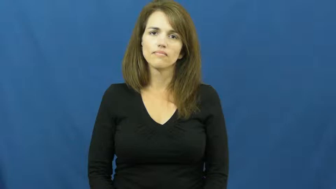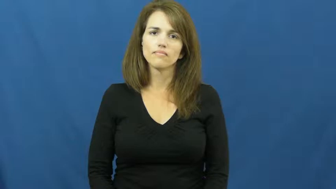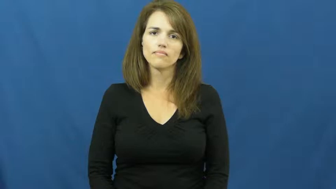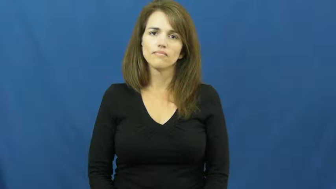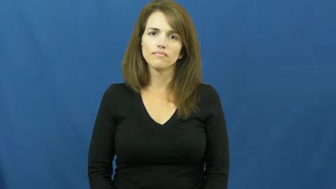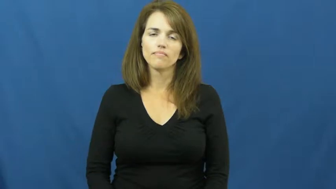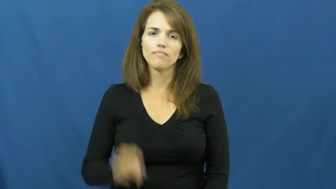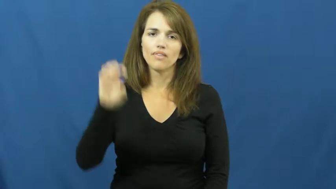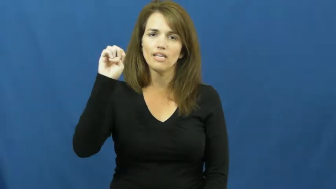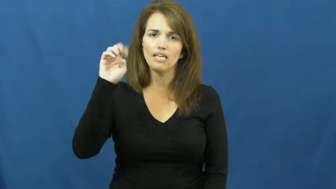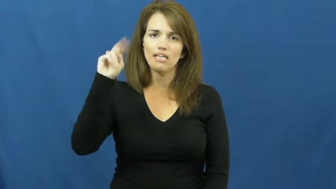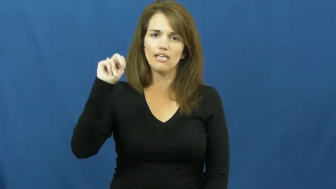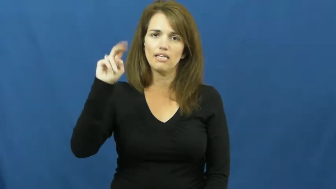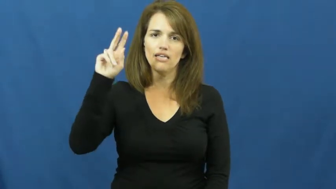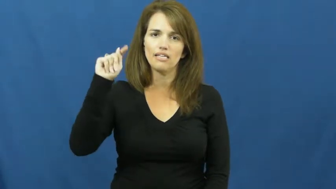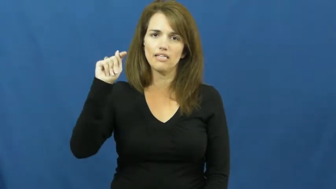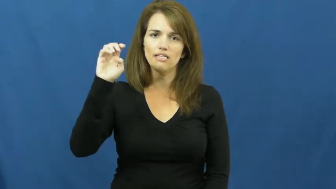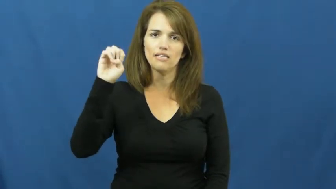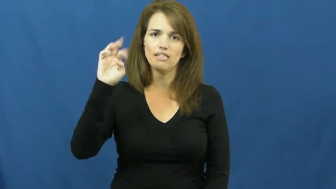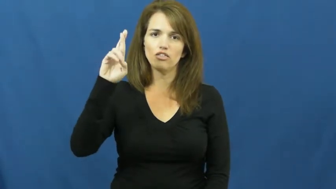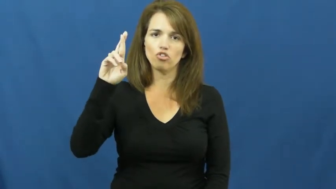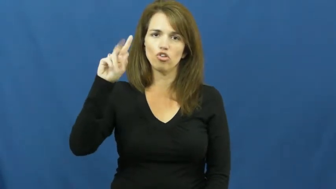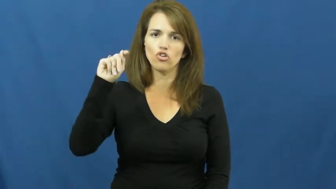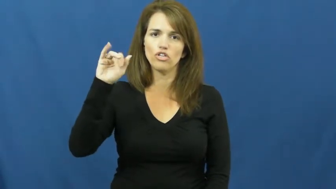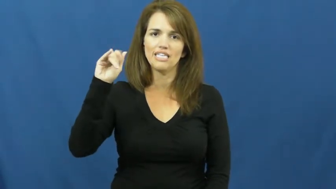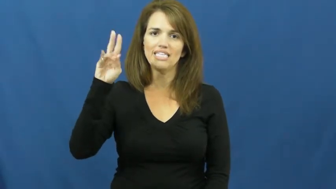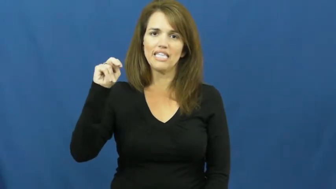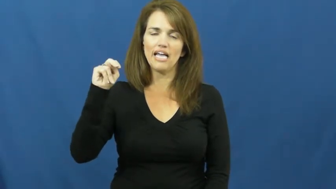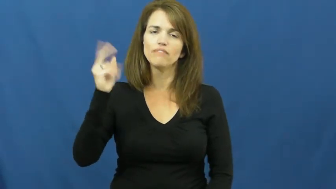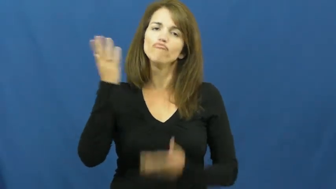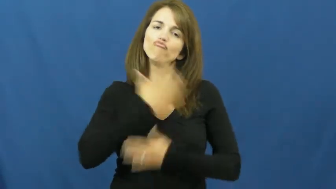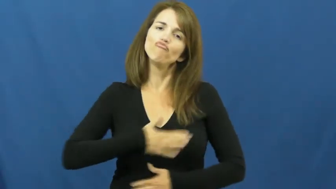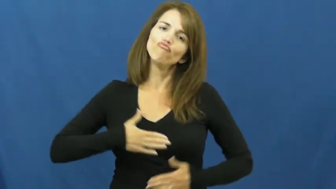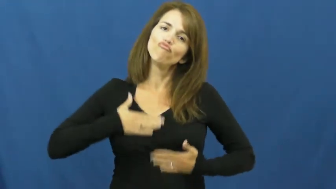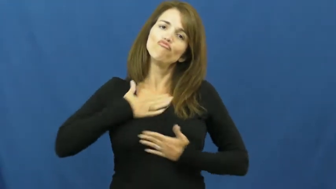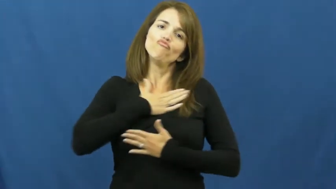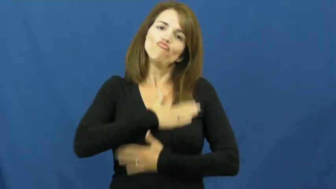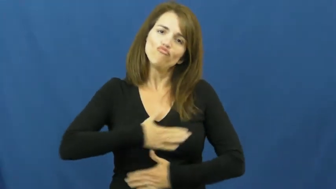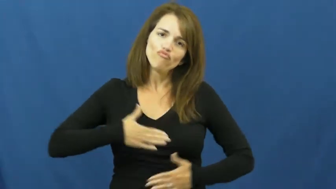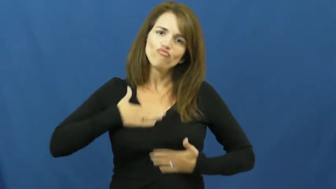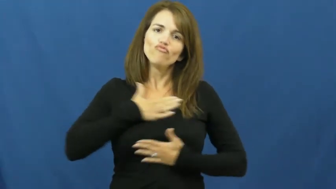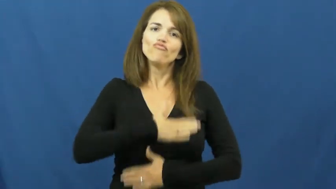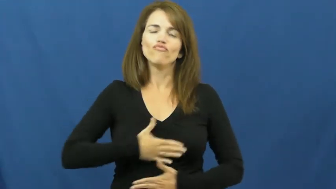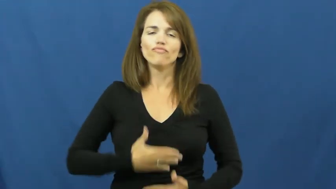entertain